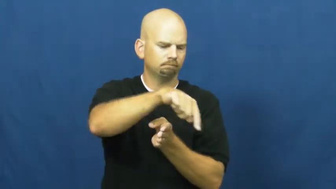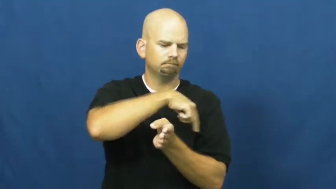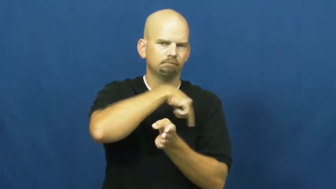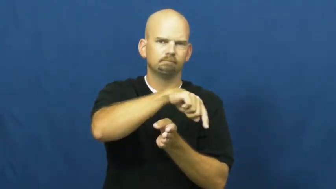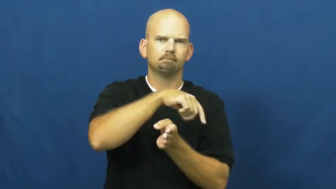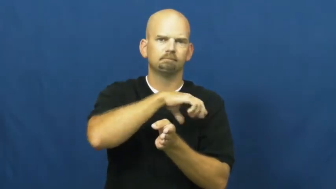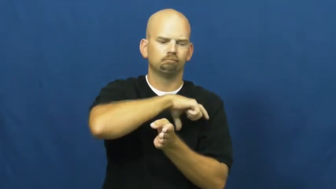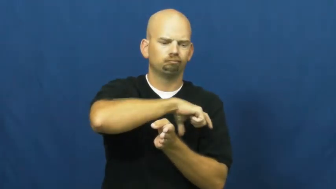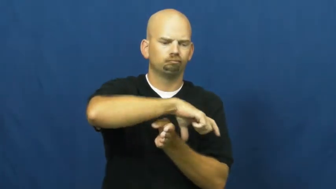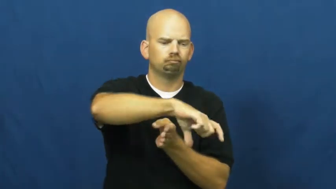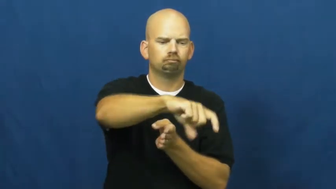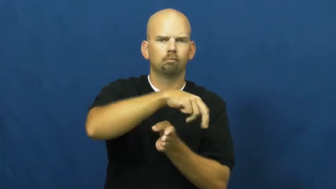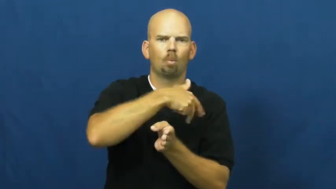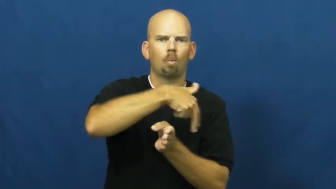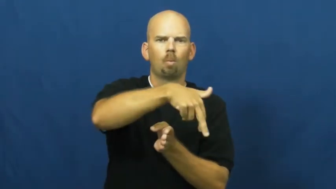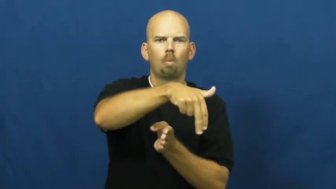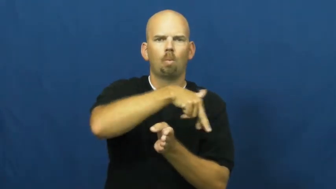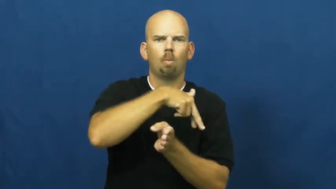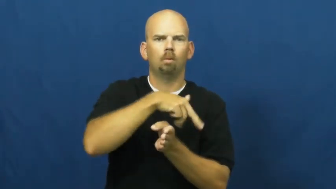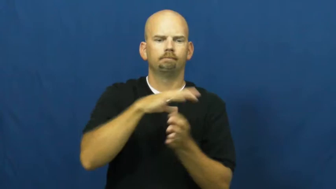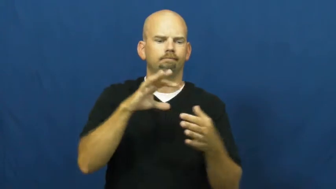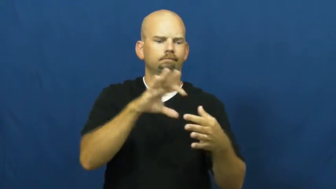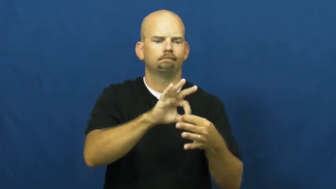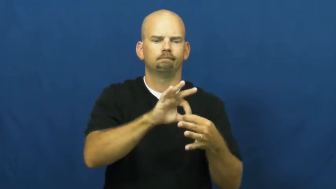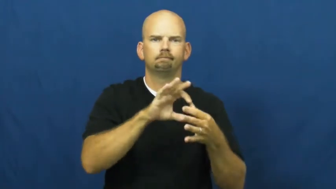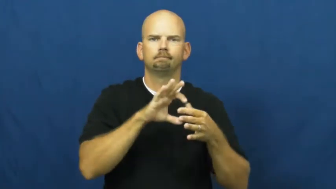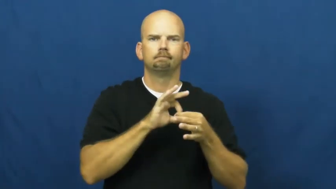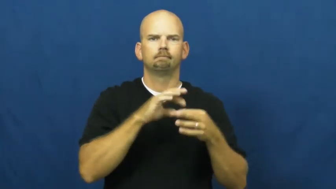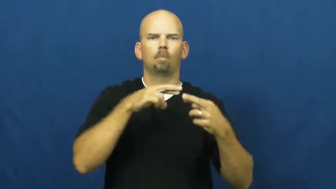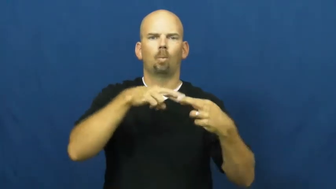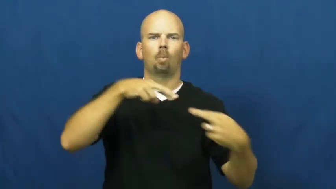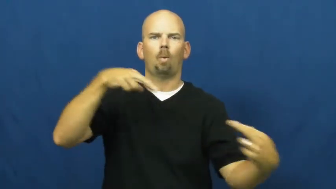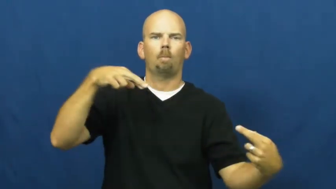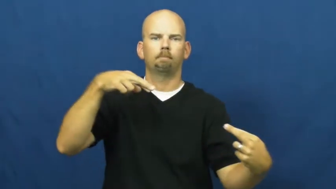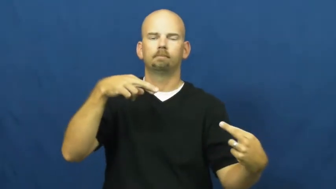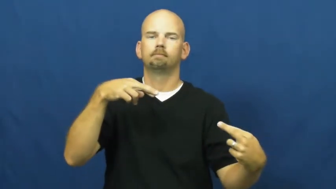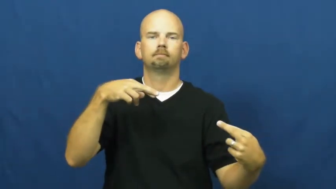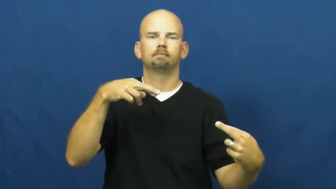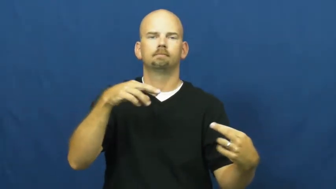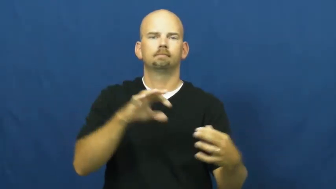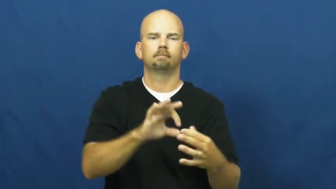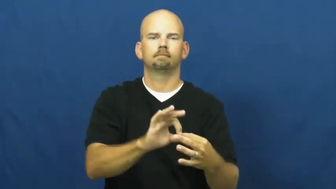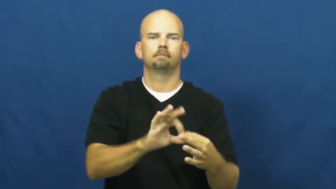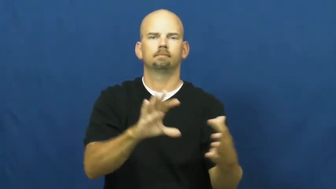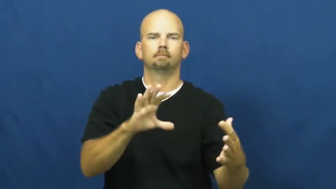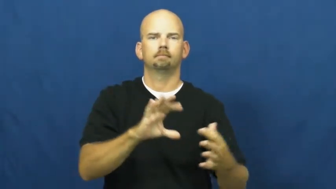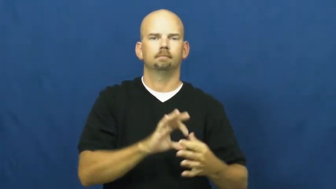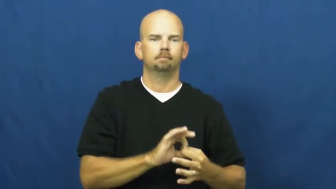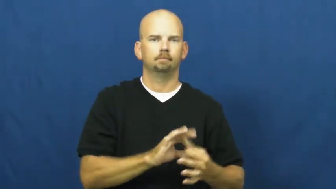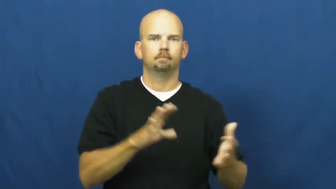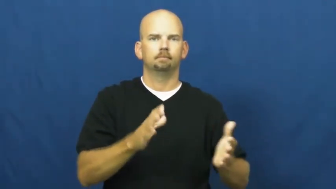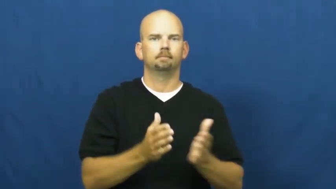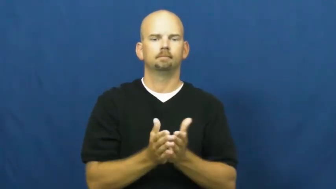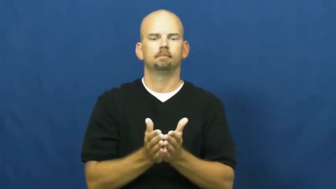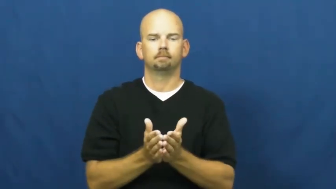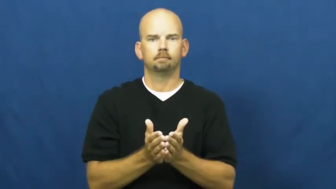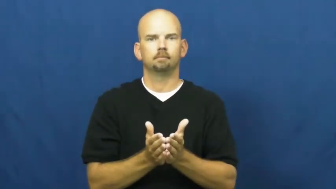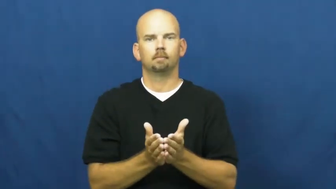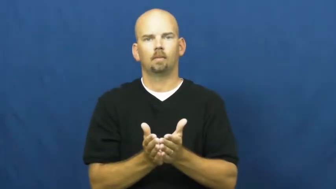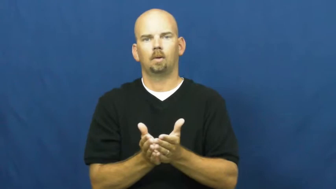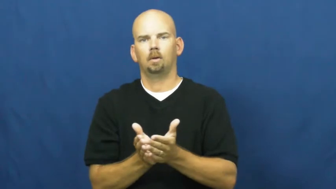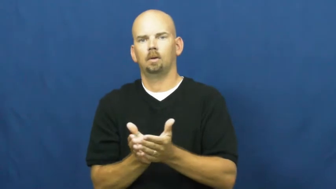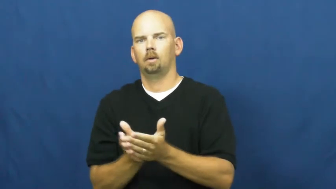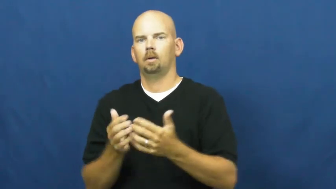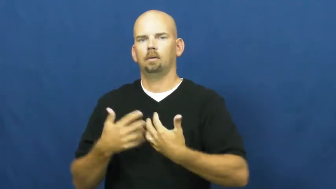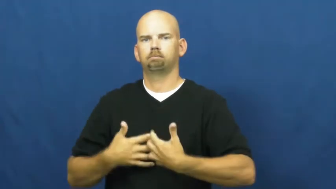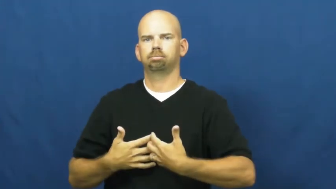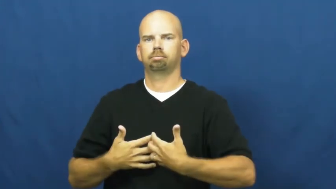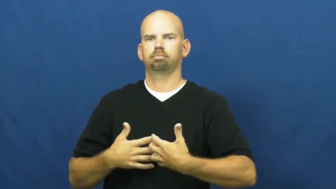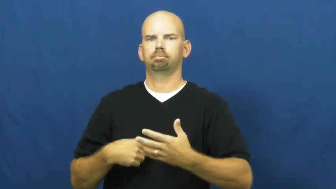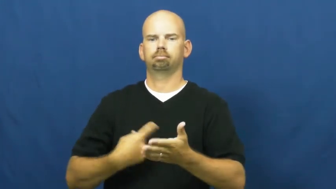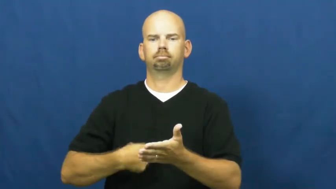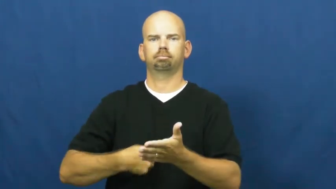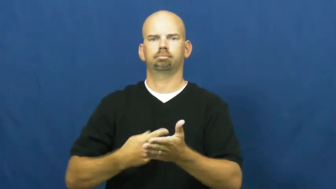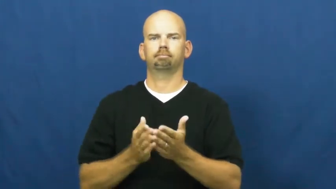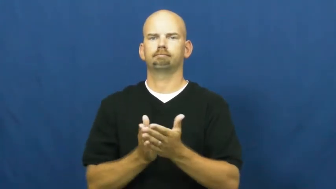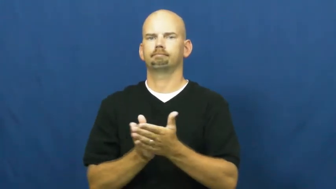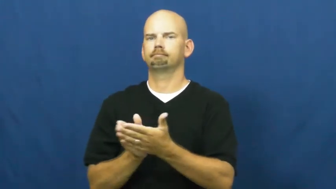launch-boat